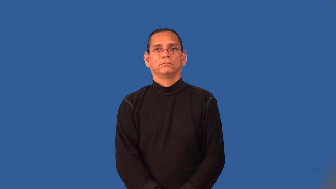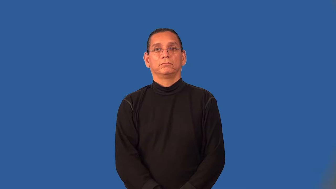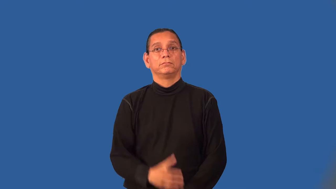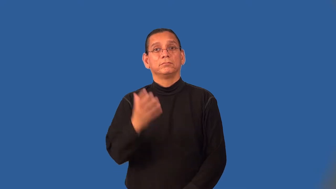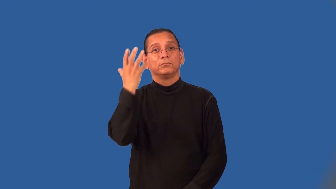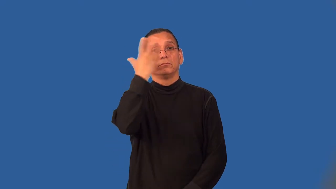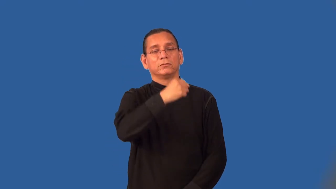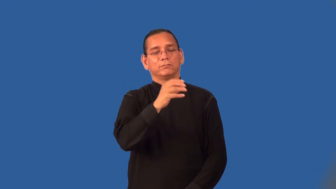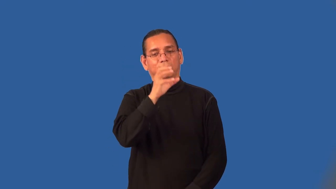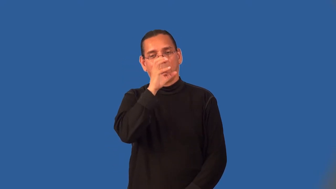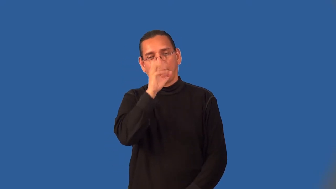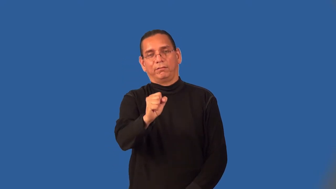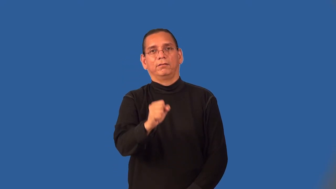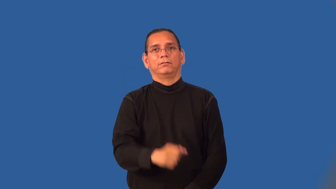resplendent